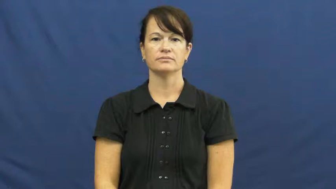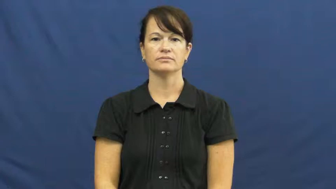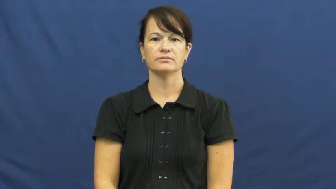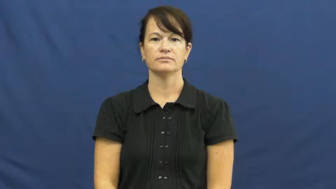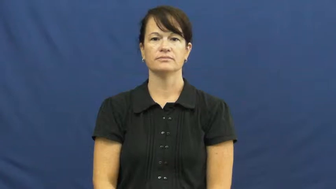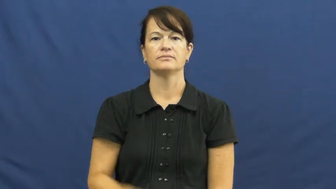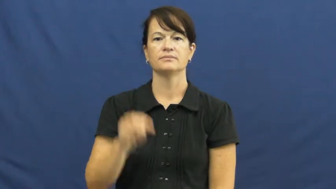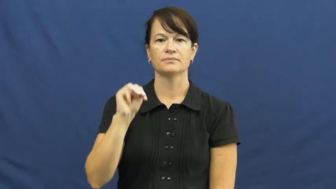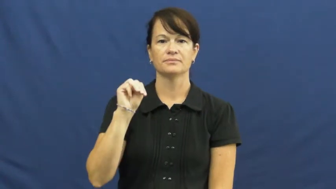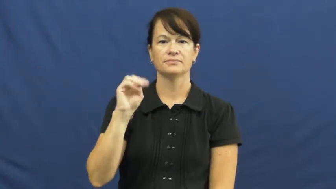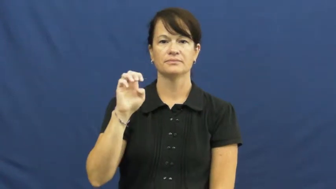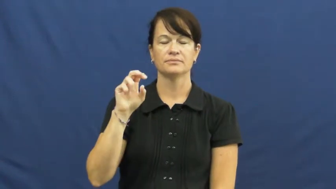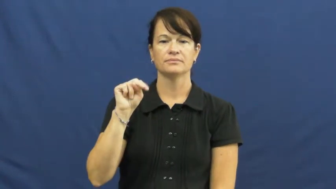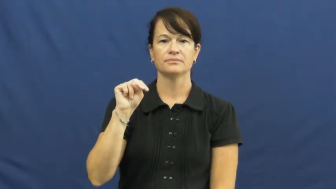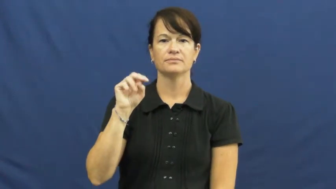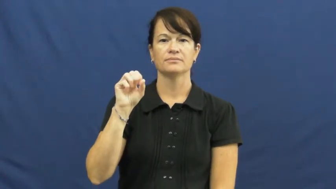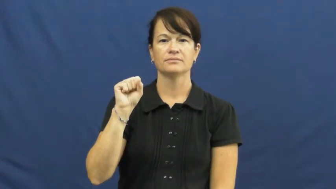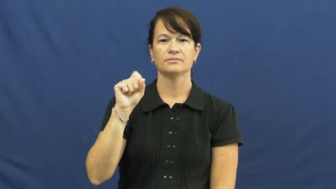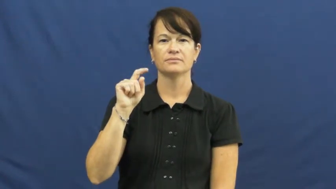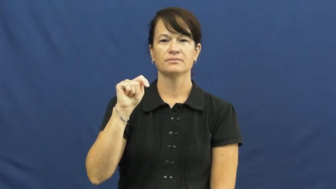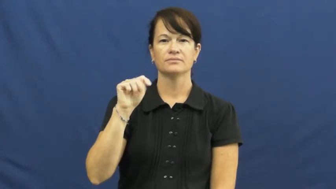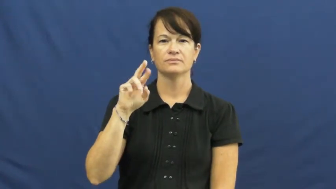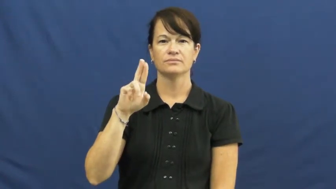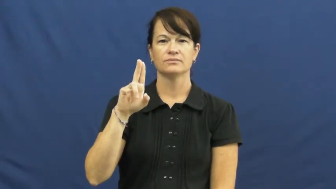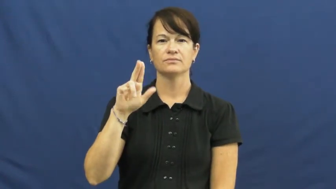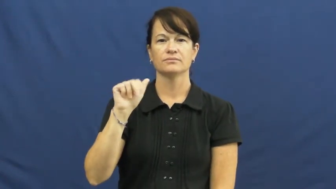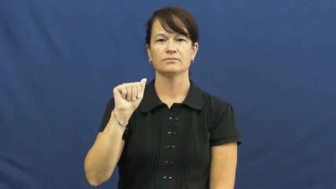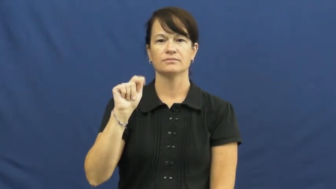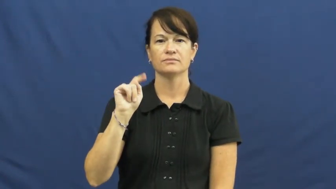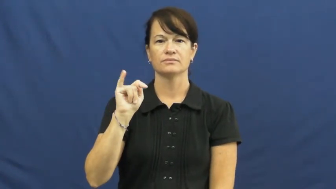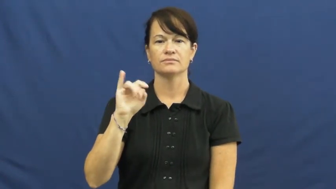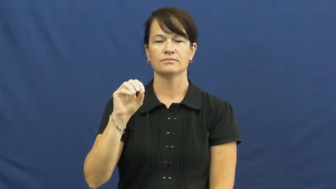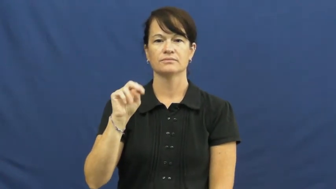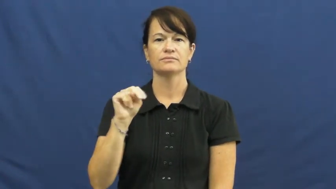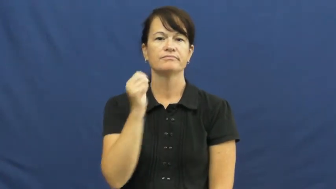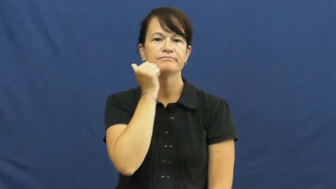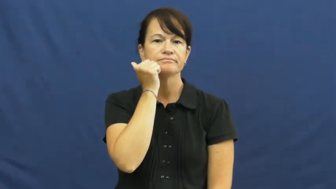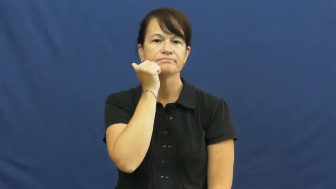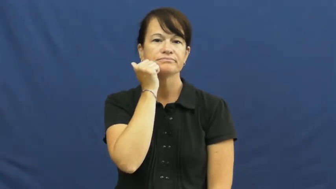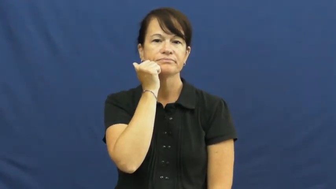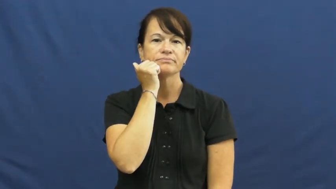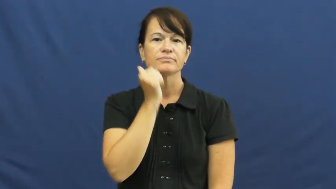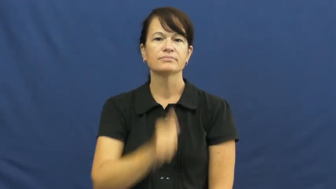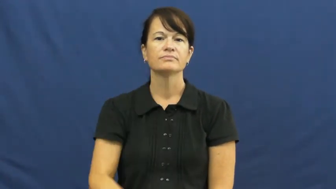menstruation,menses,period